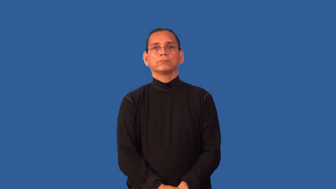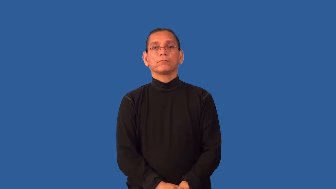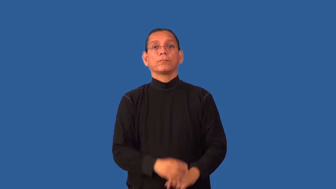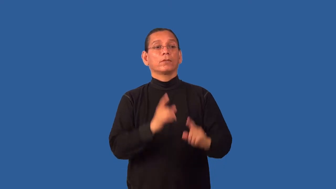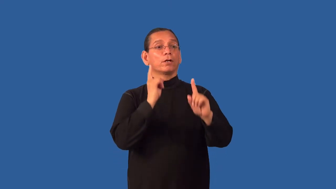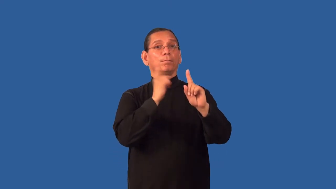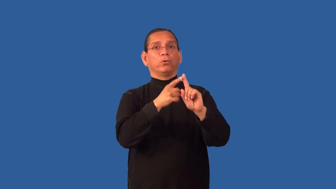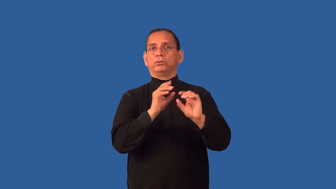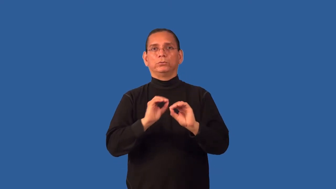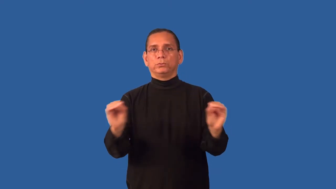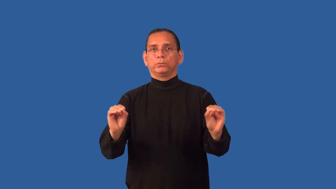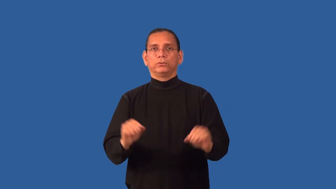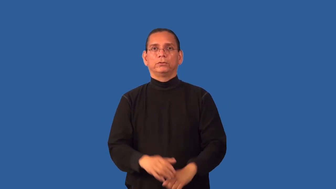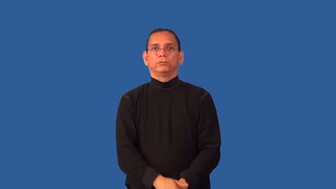goalless